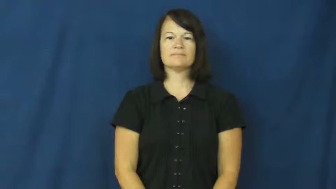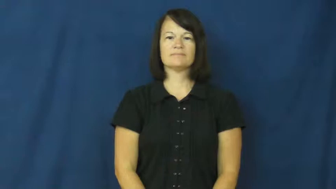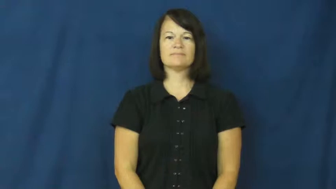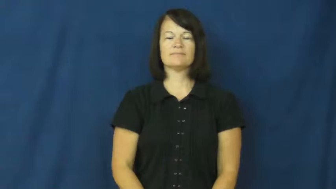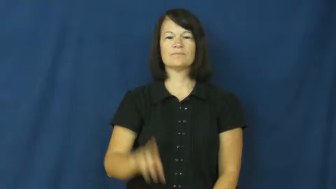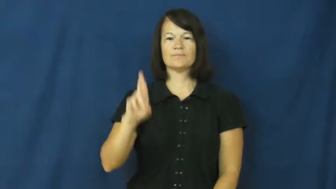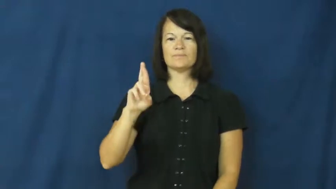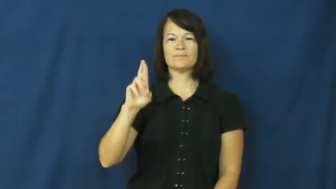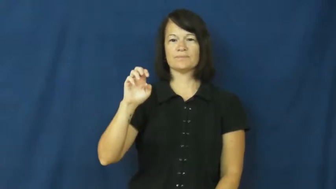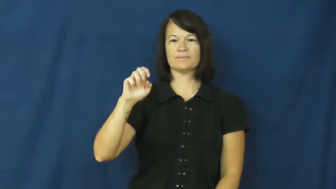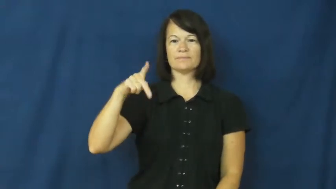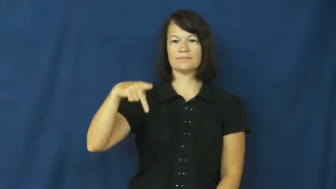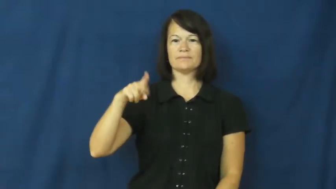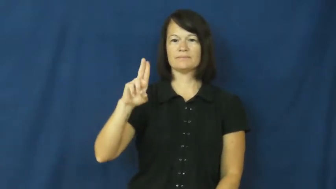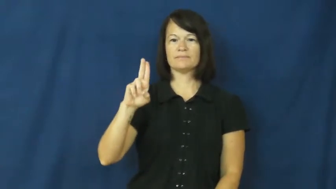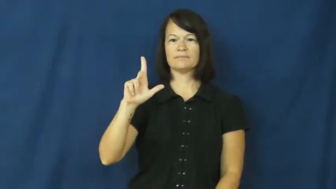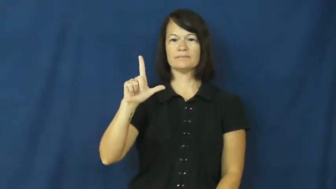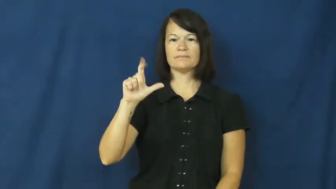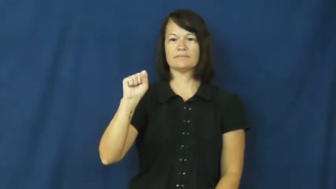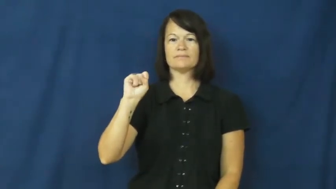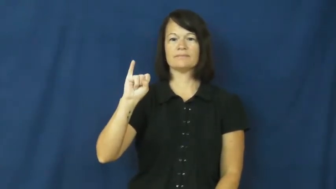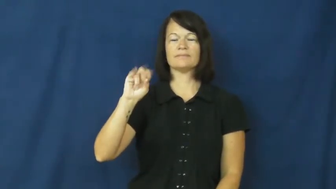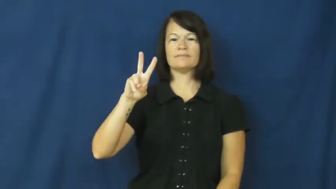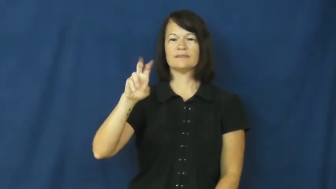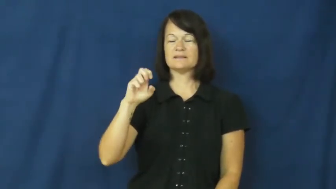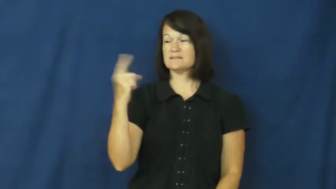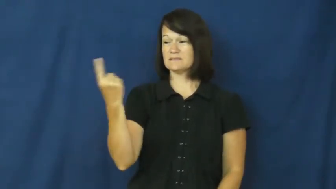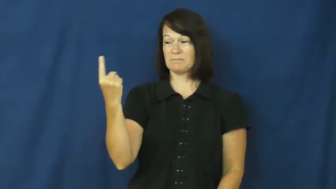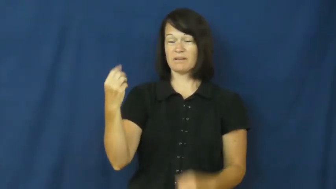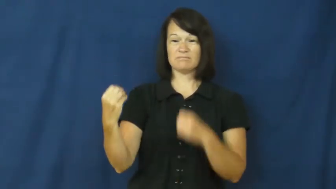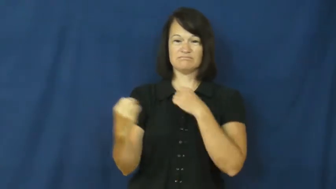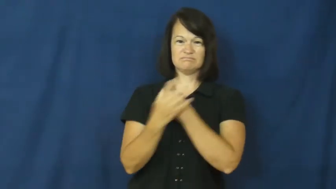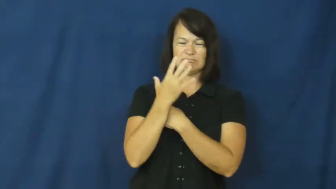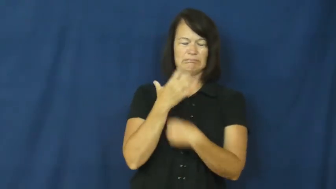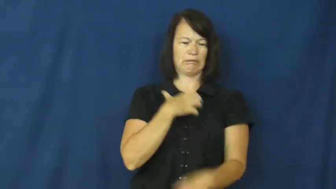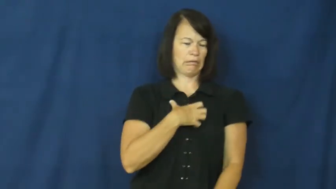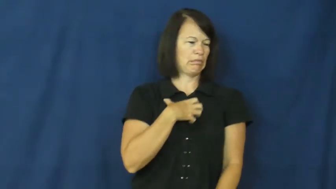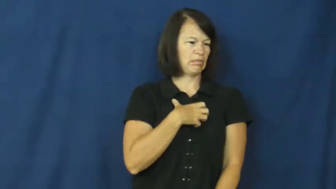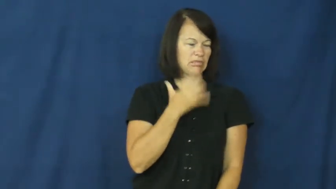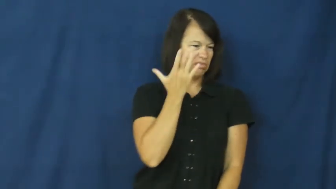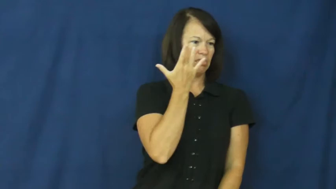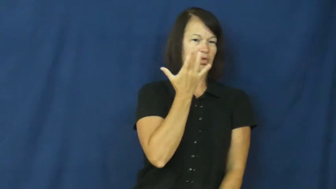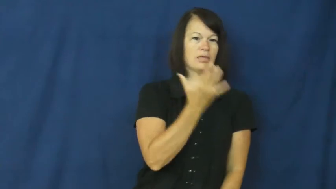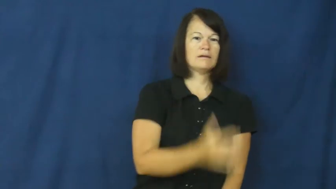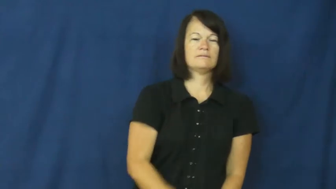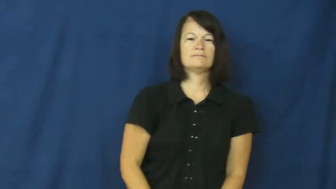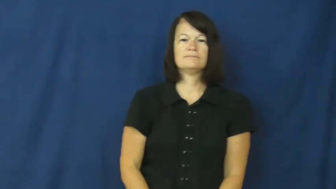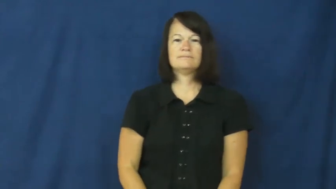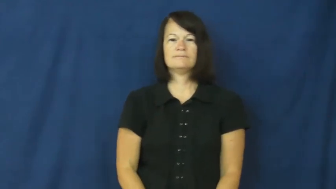repulsive